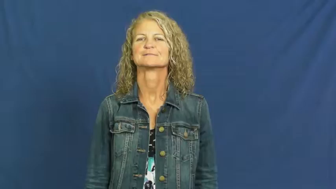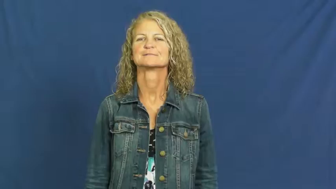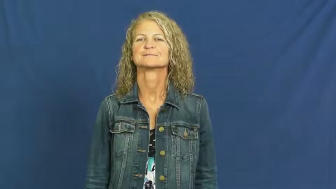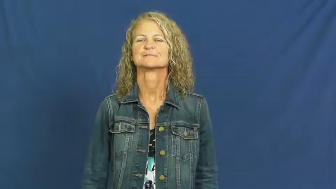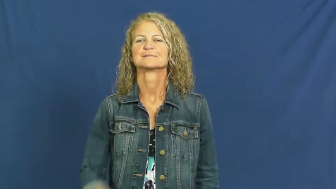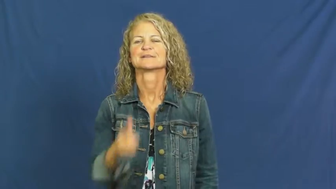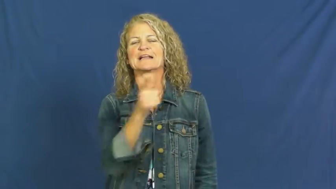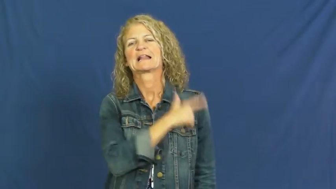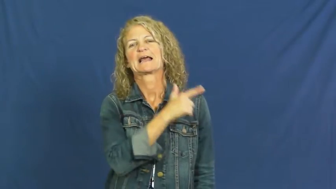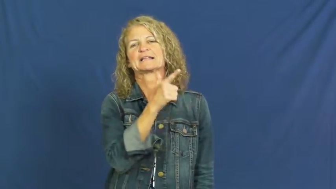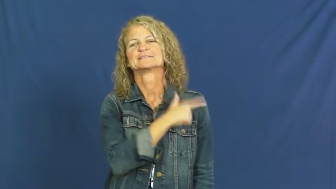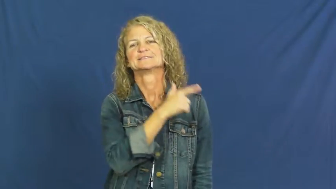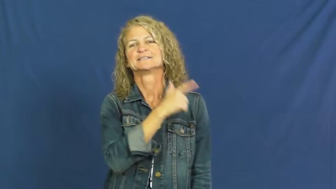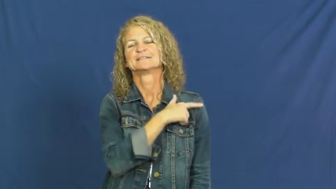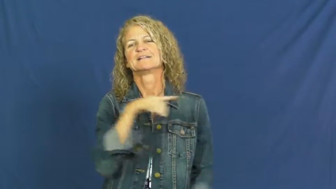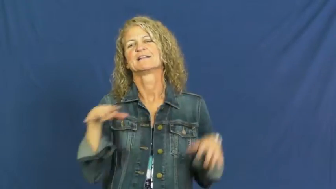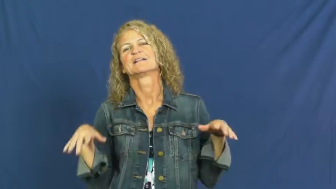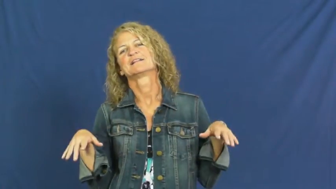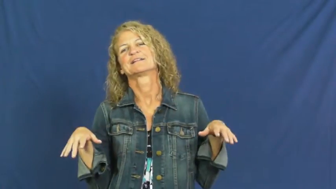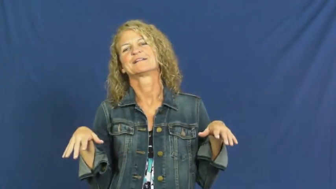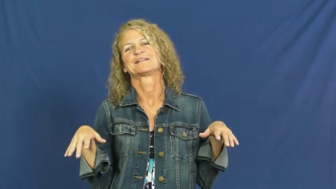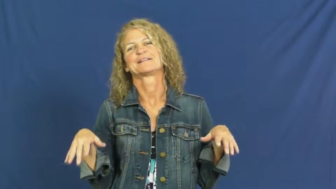indolence